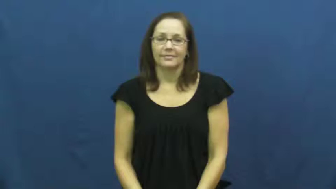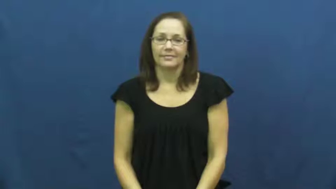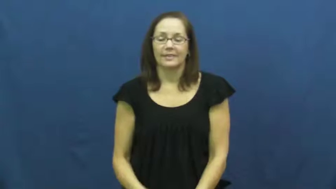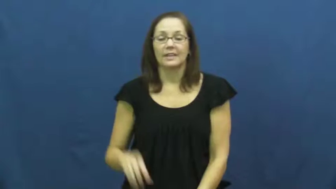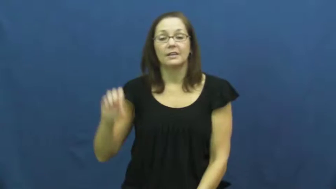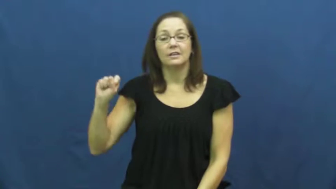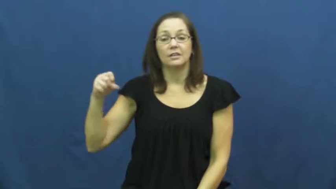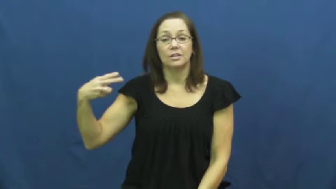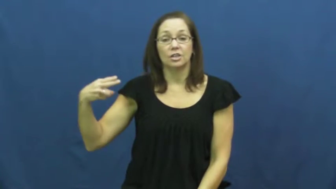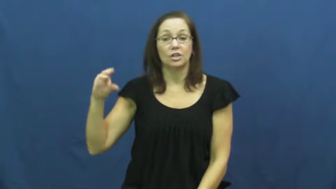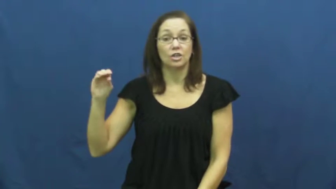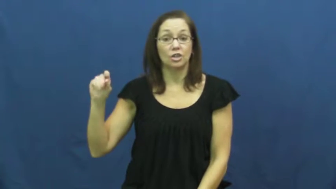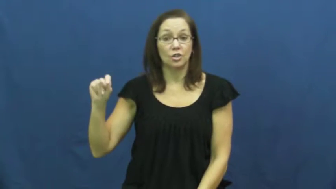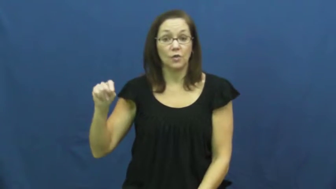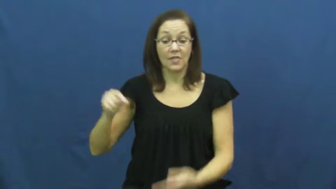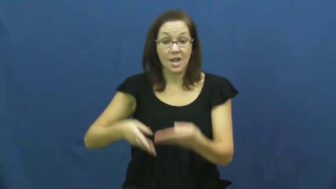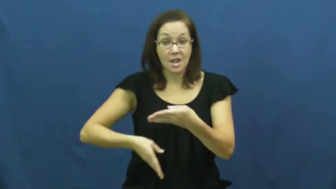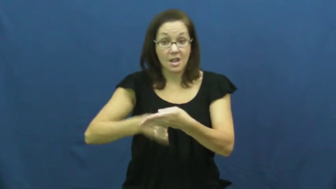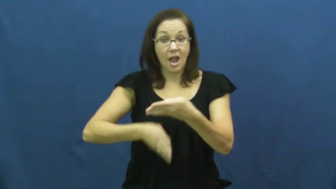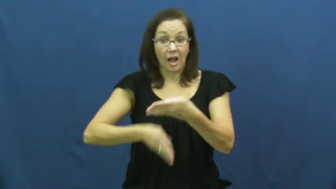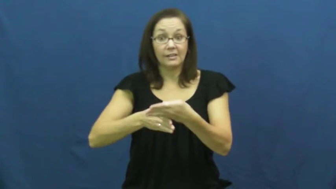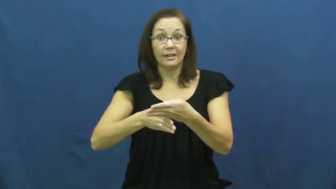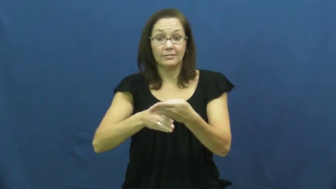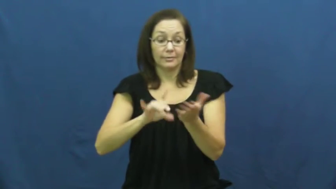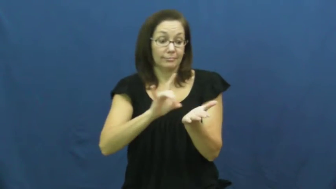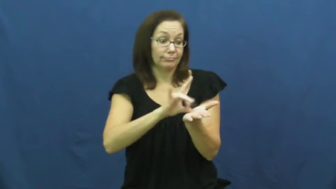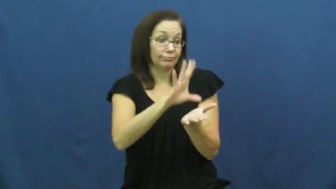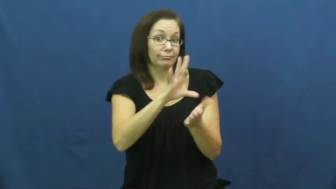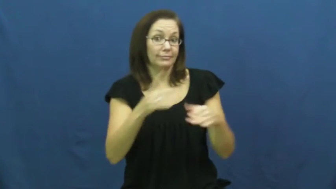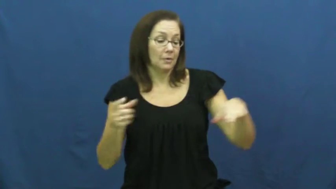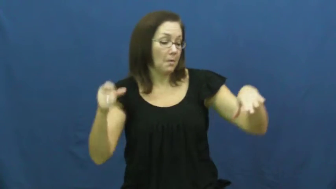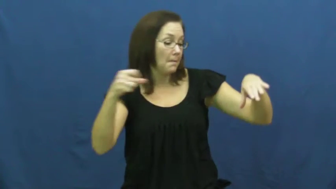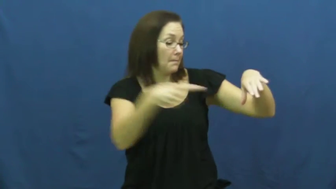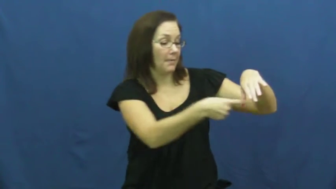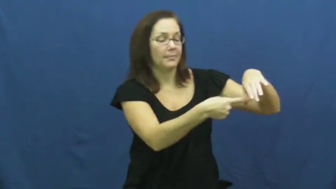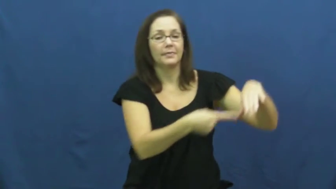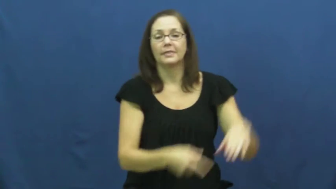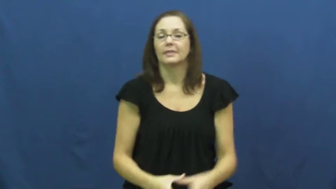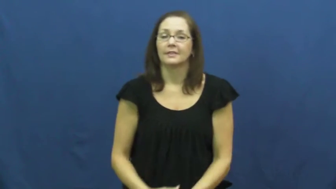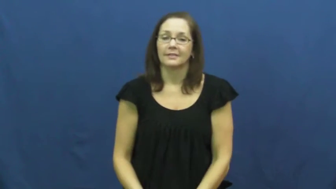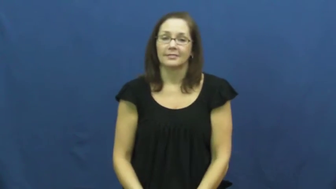shoot-soccer